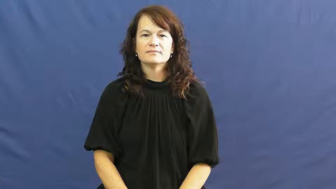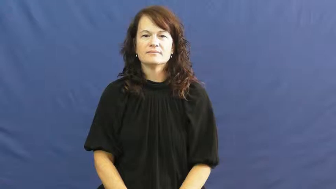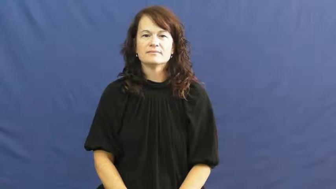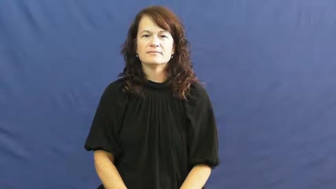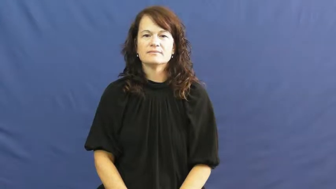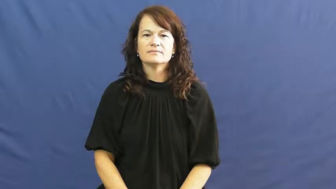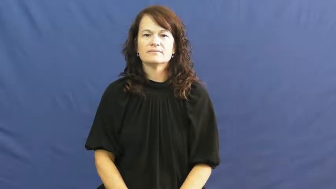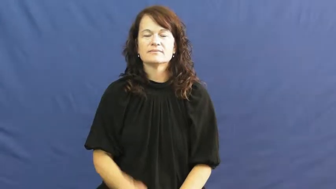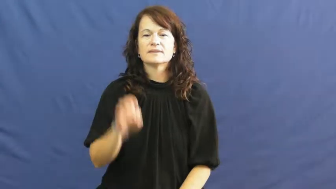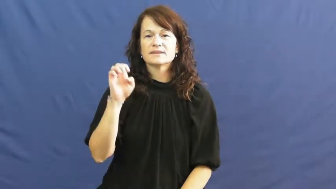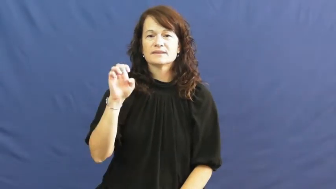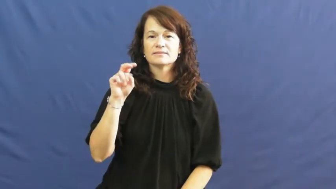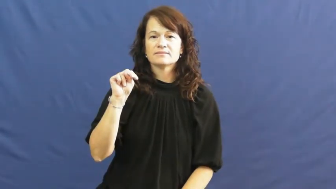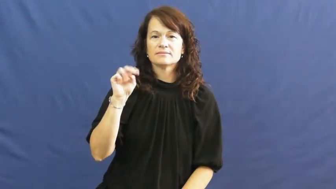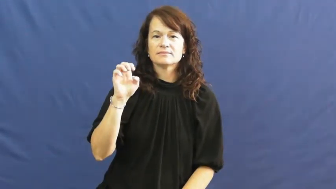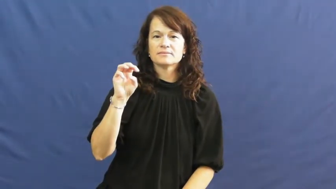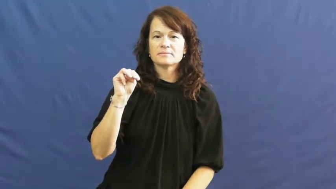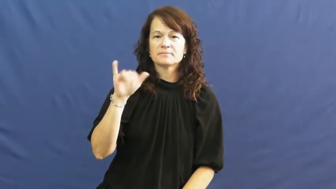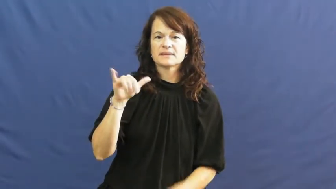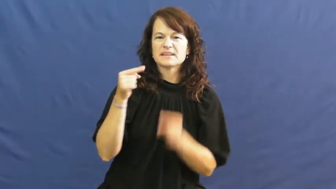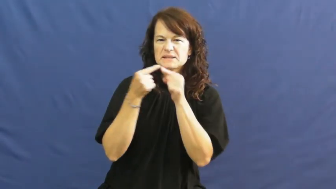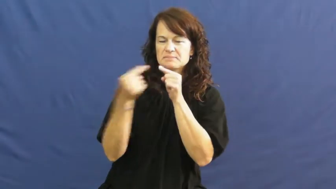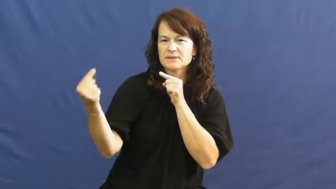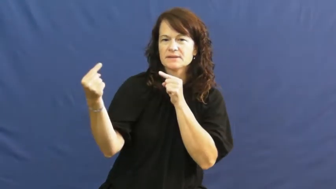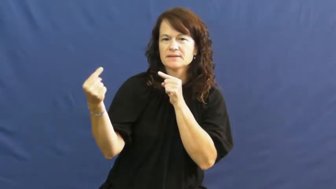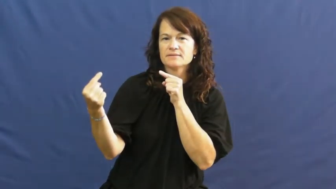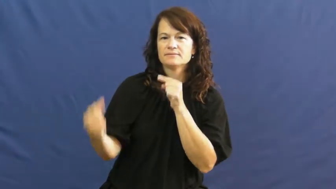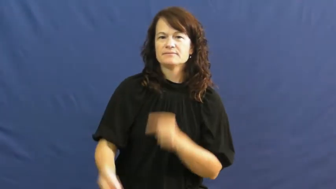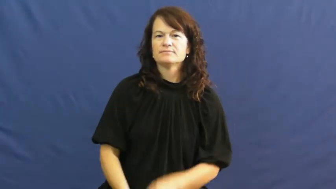enemy